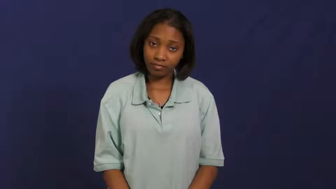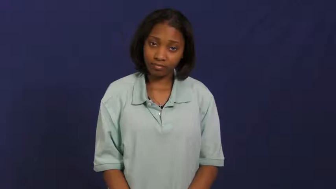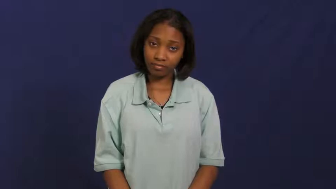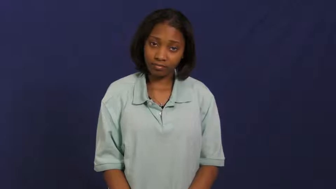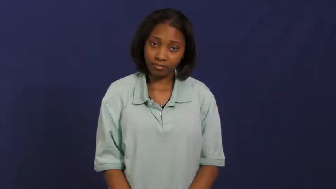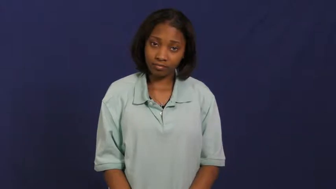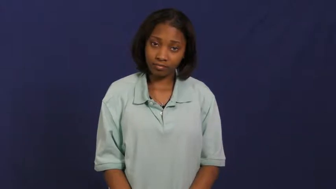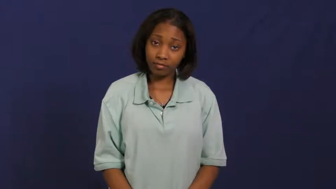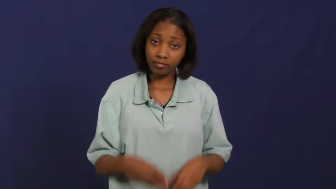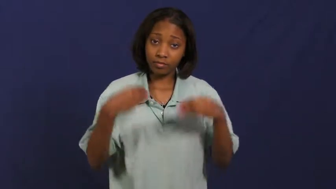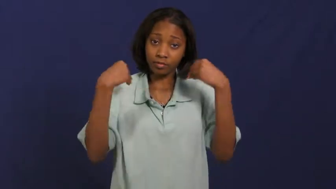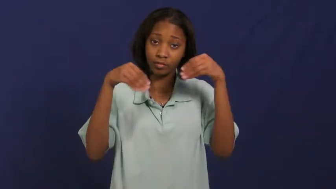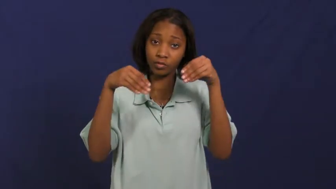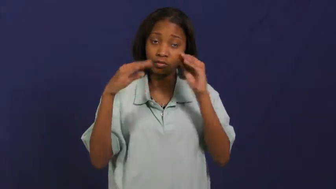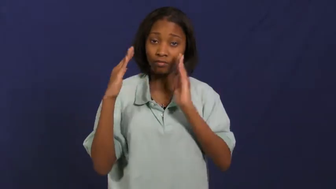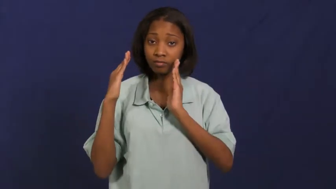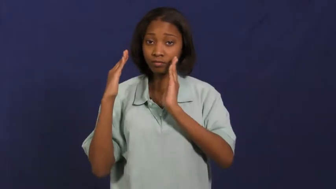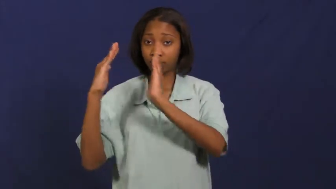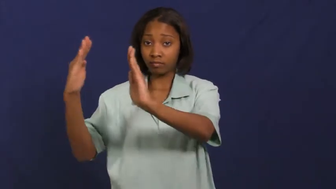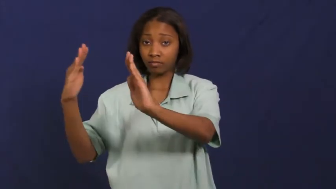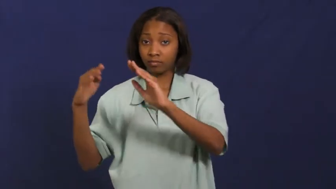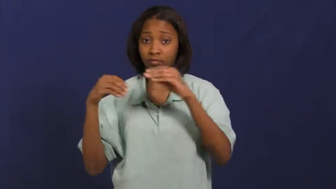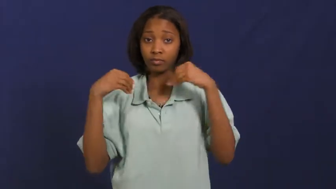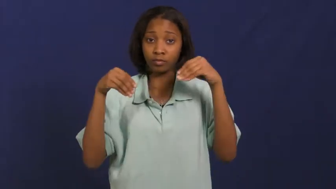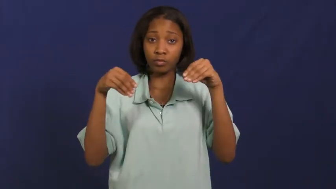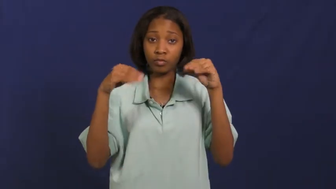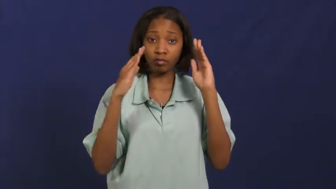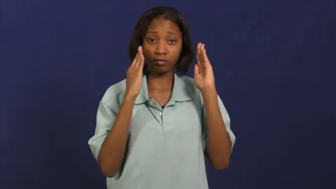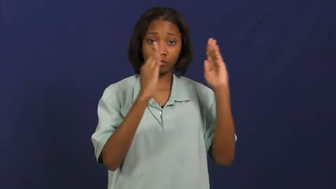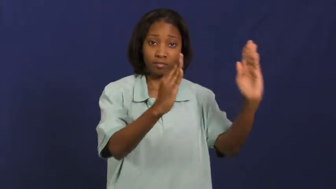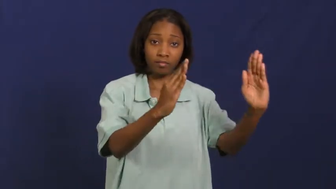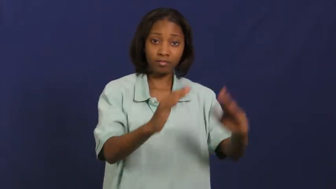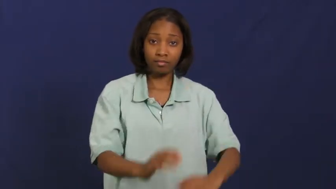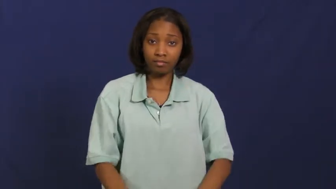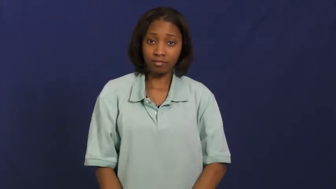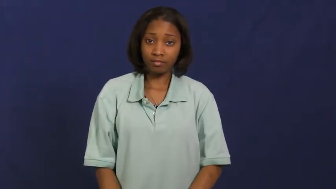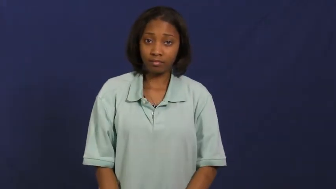mall,arcade,bazar